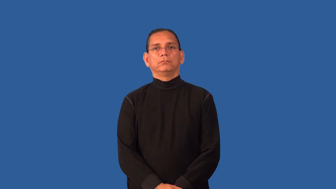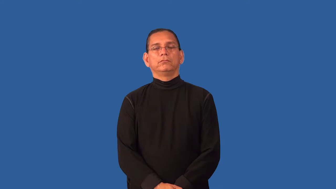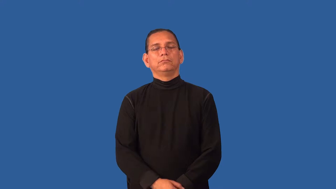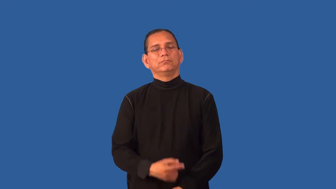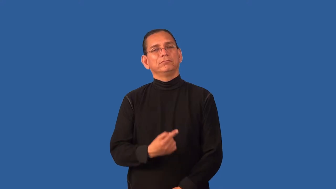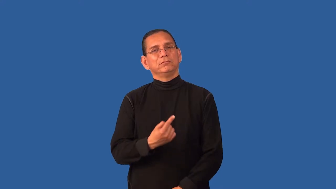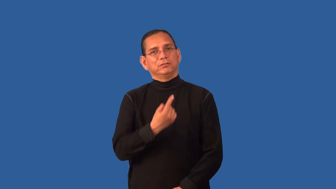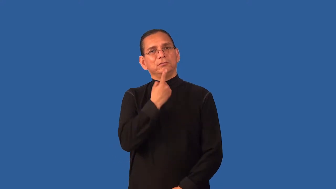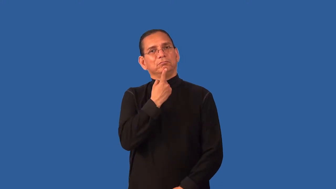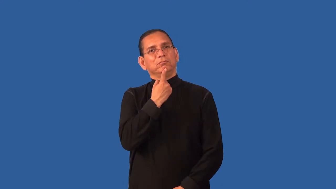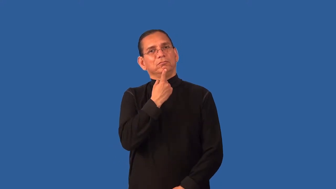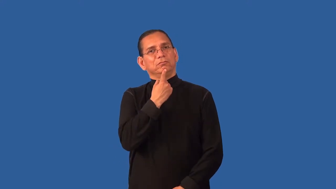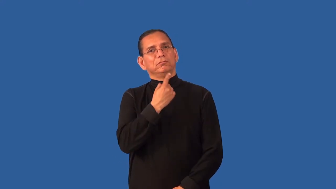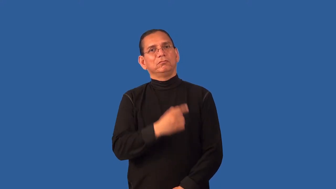disenchanted